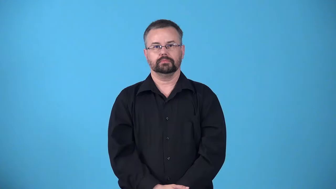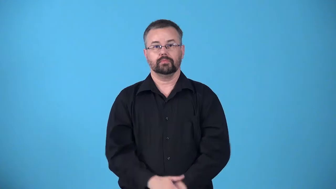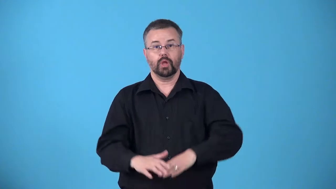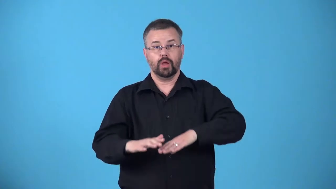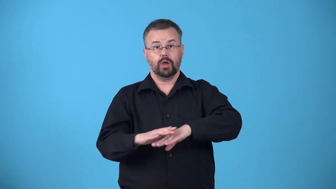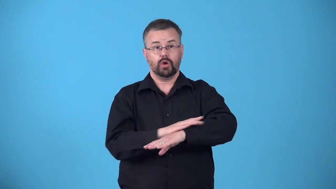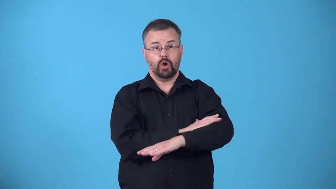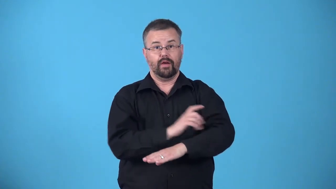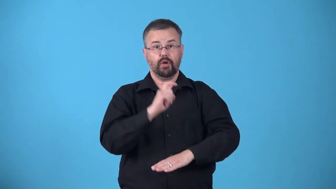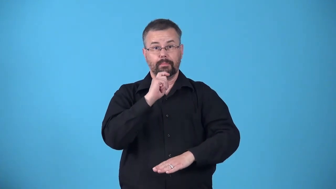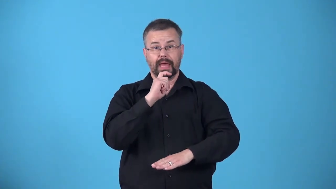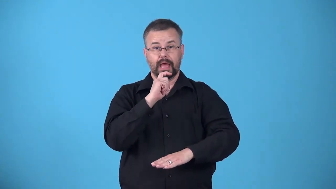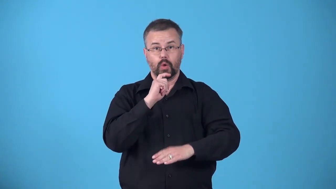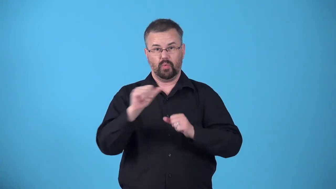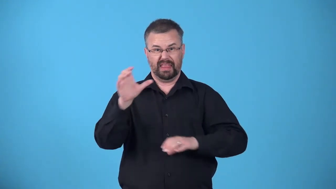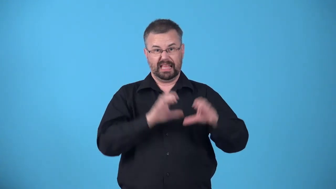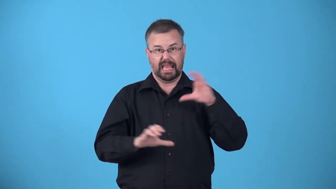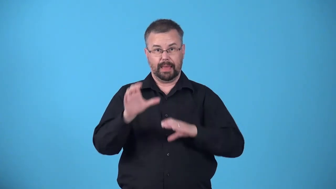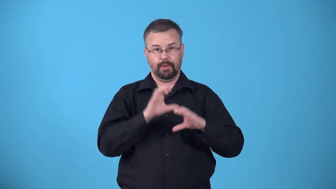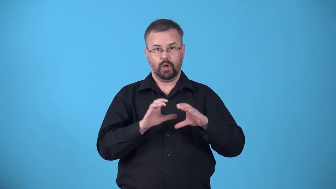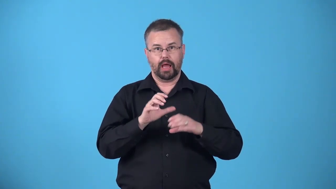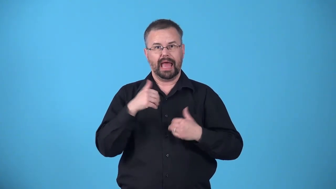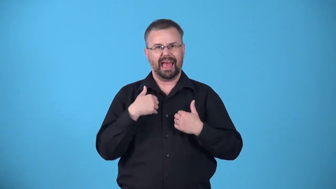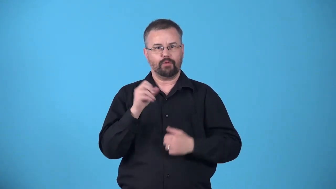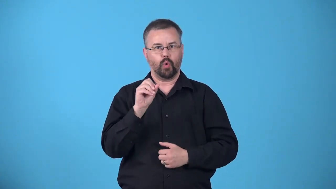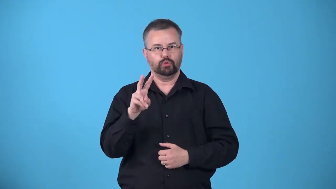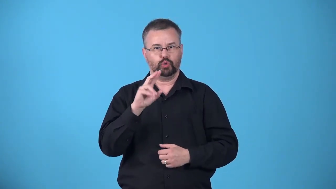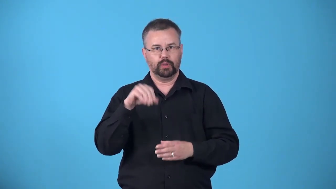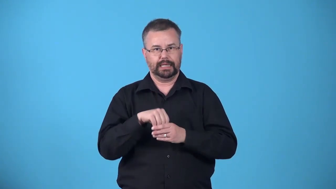anodize